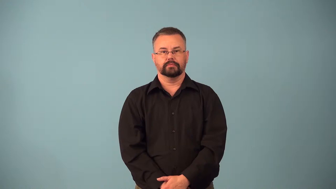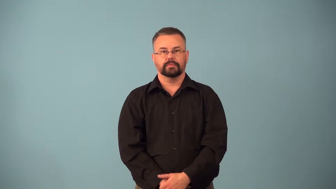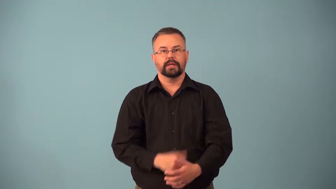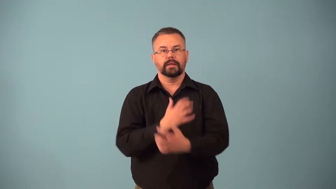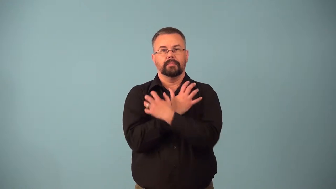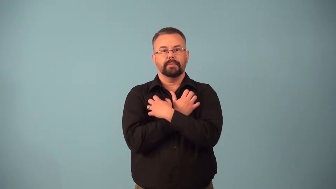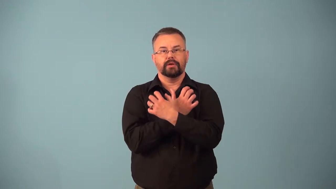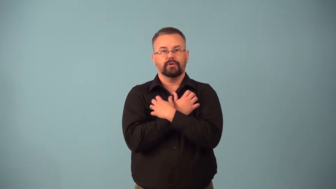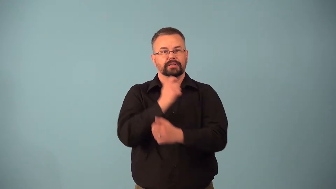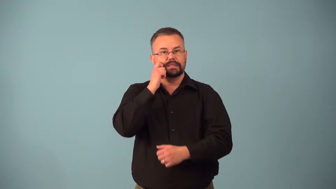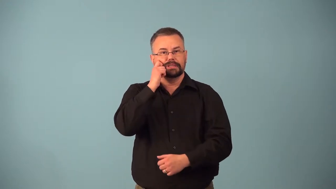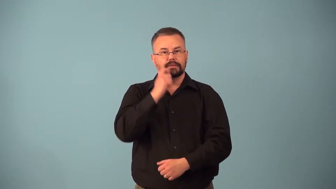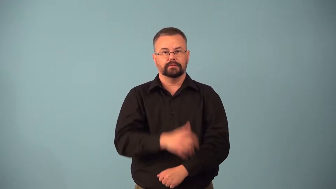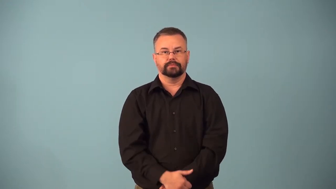bearskin